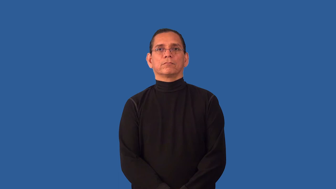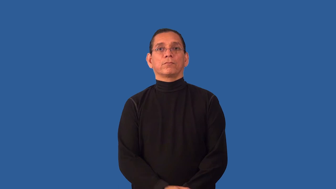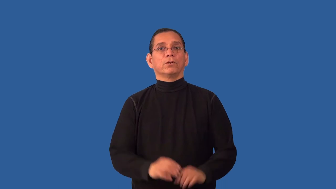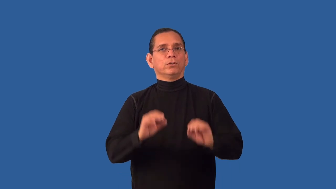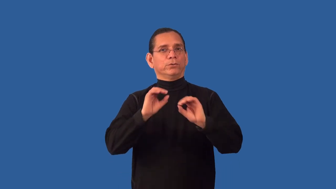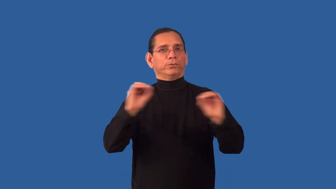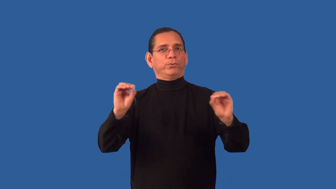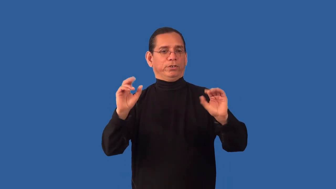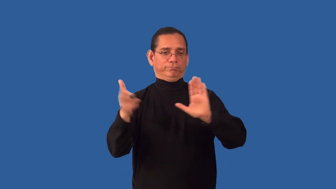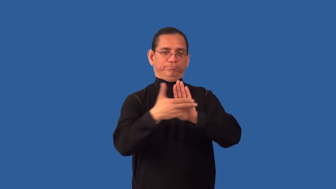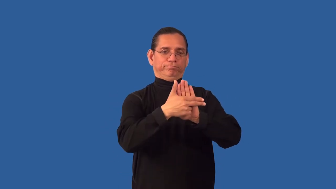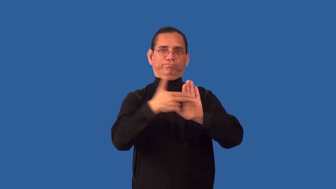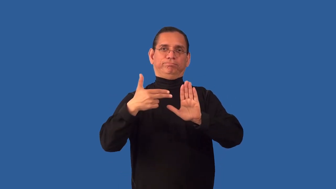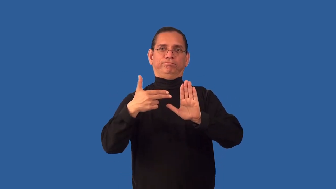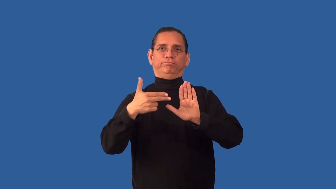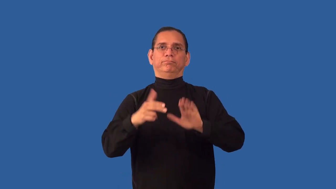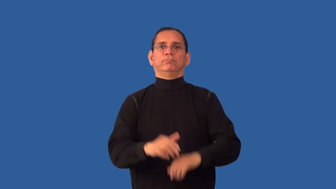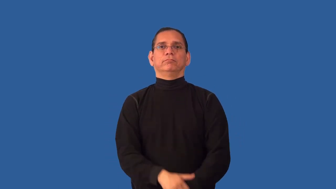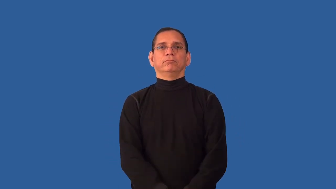unlabeled,unbranded